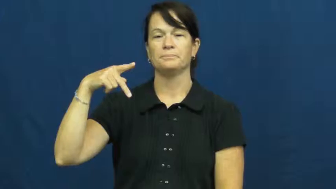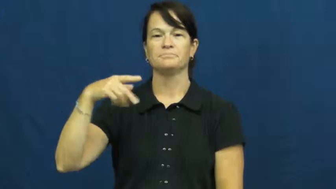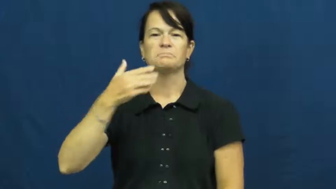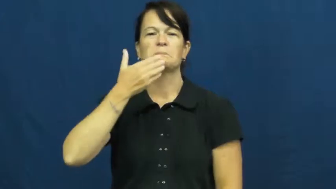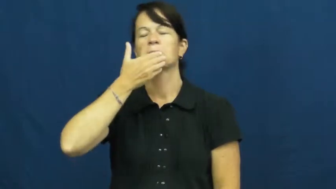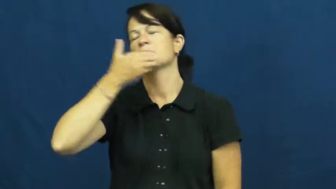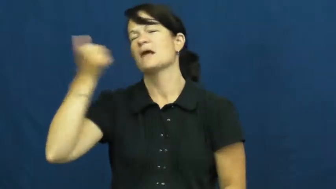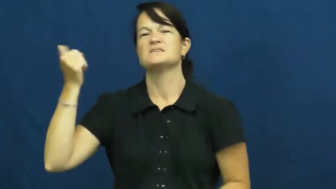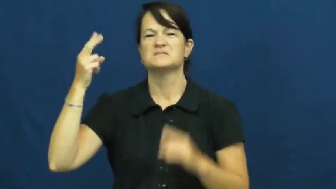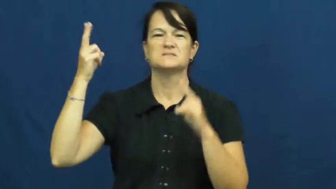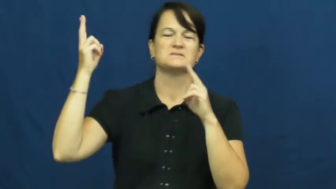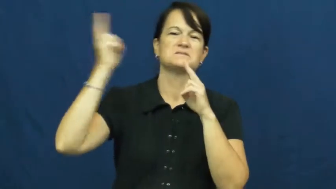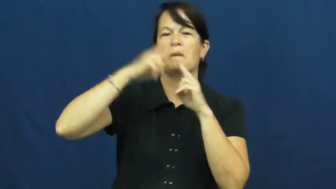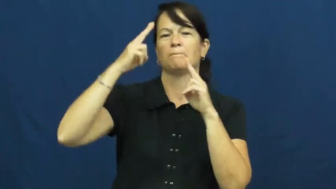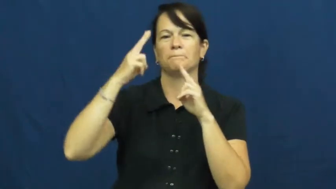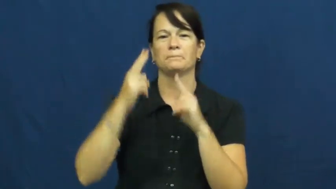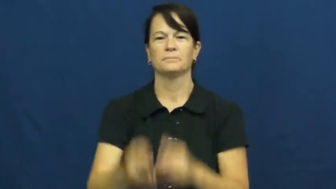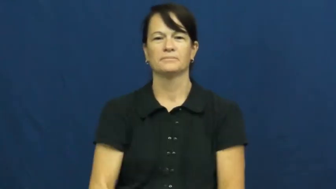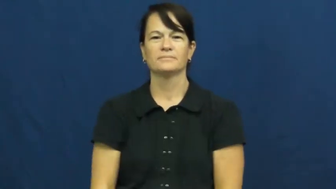top,foremost,supreme,predominant,paragon,consummate,apex,acme,alpha,classic,deluxe